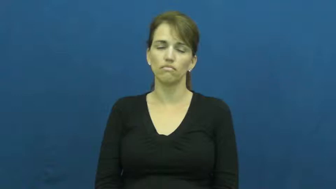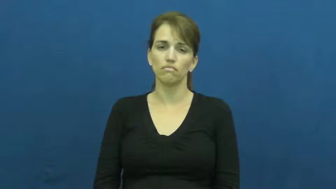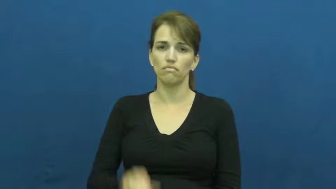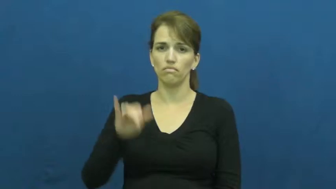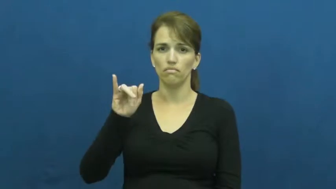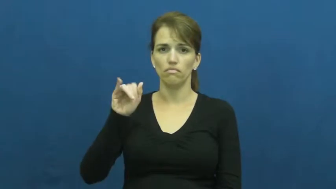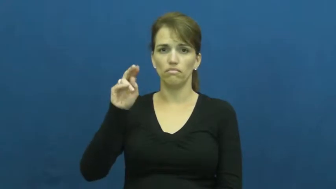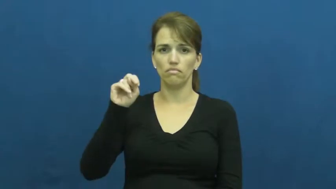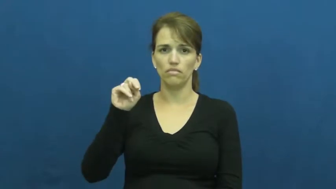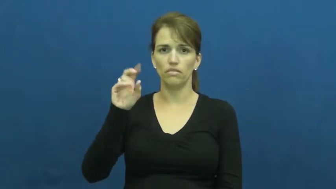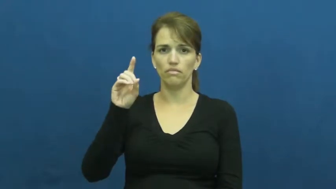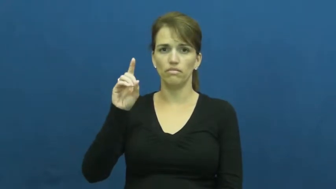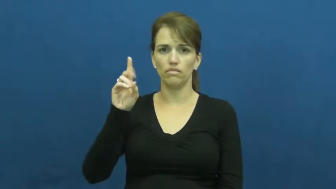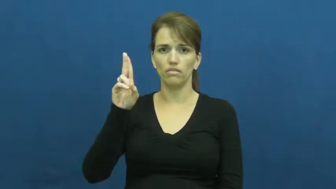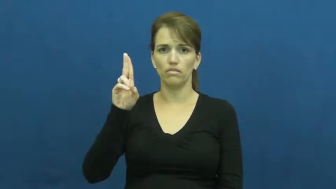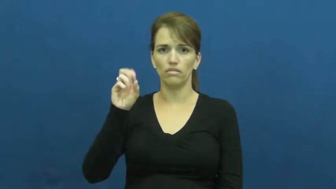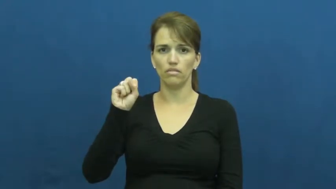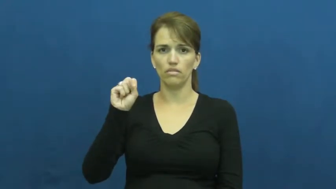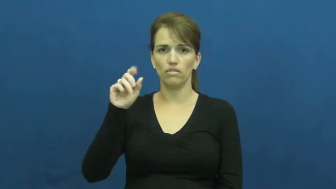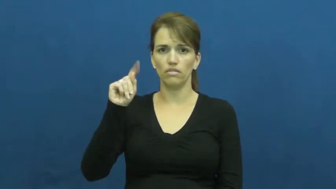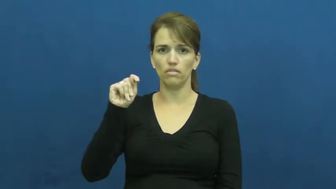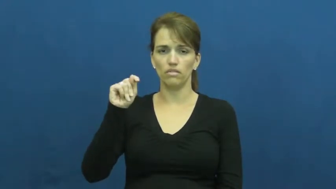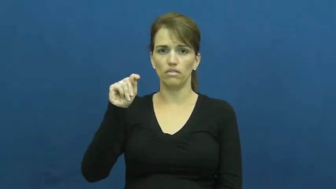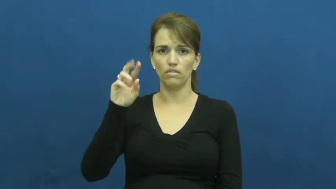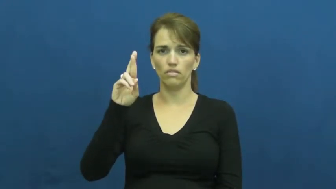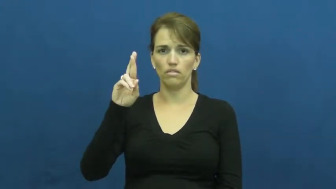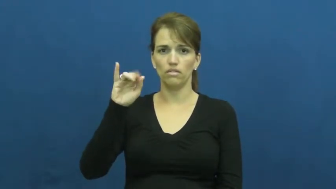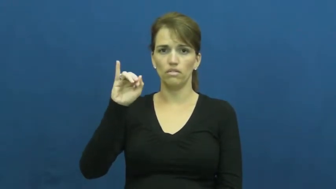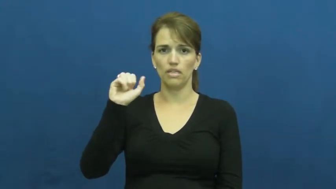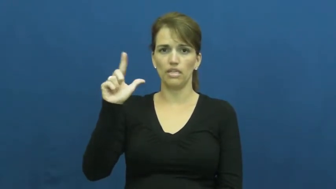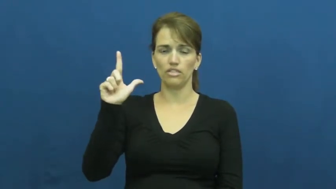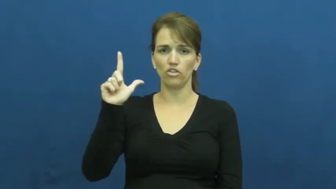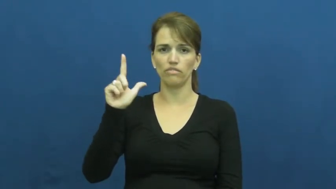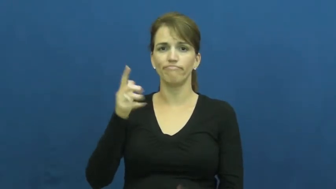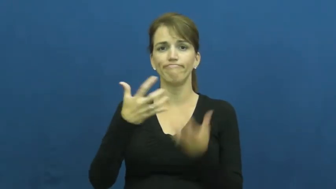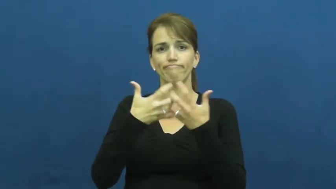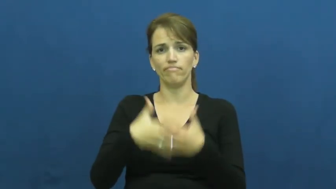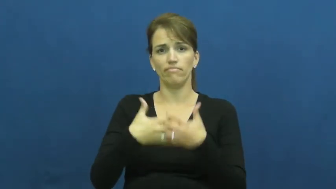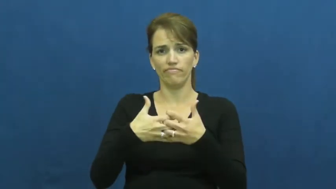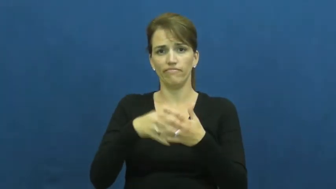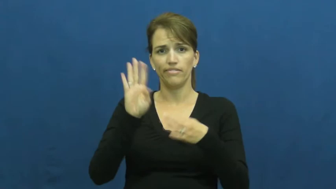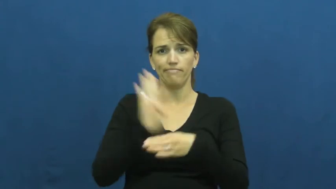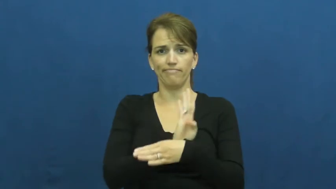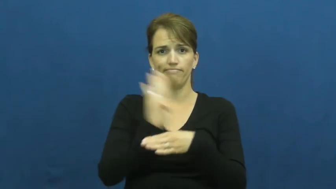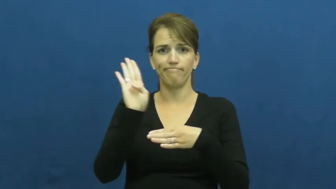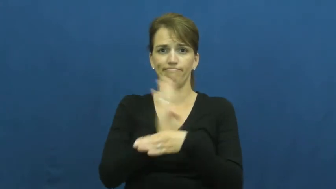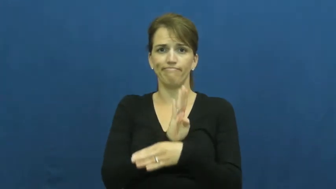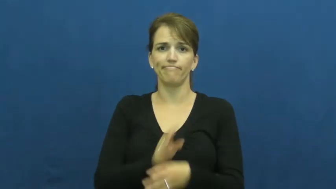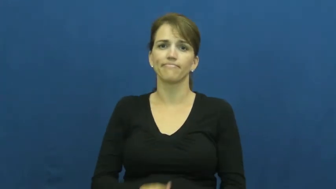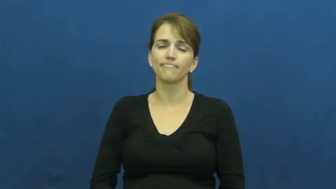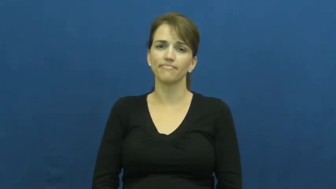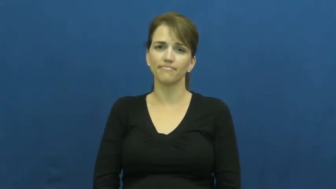industrial